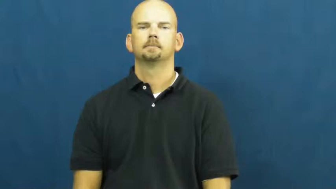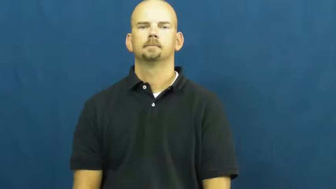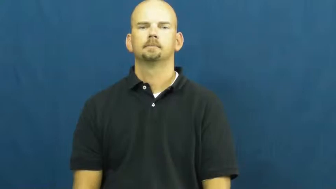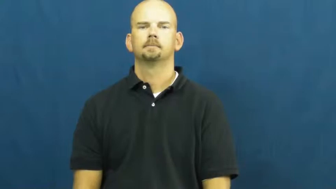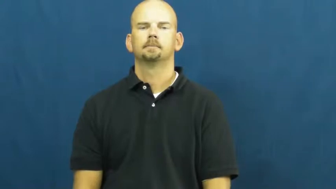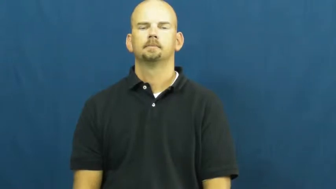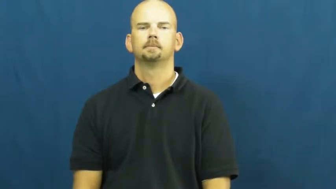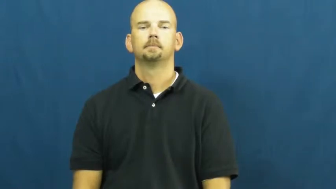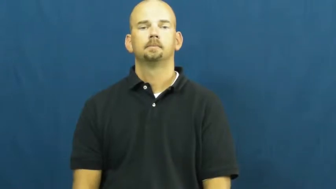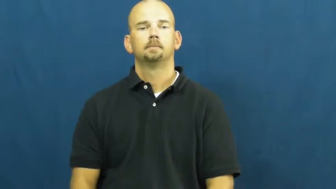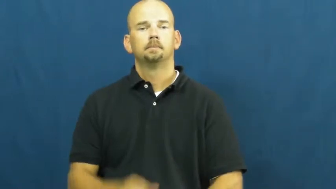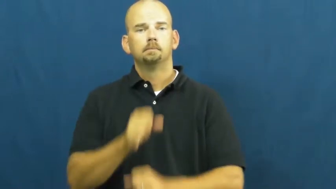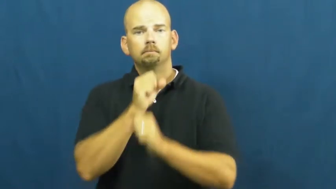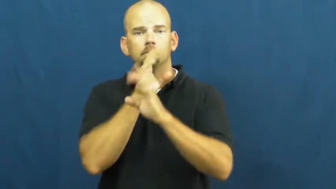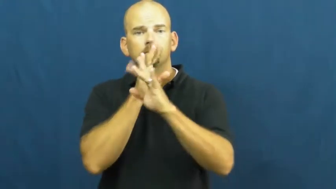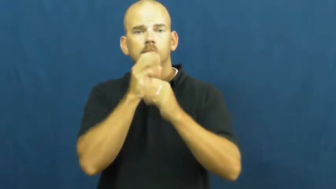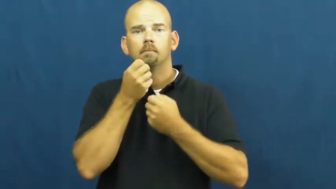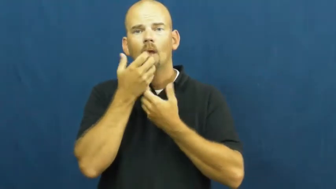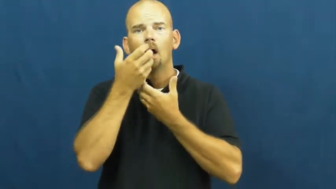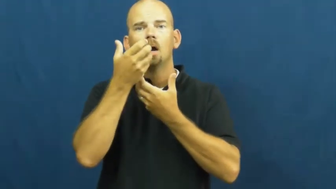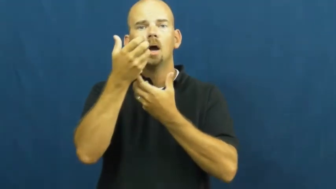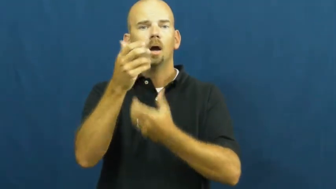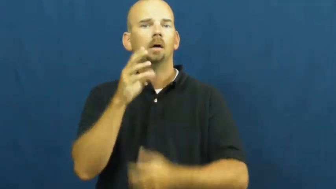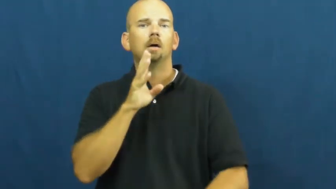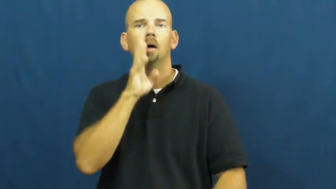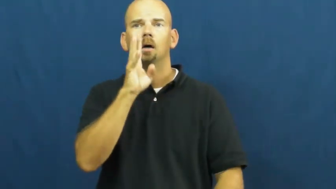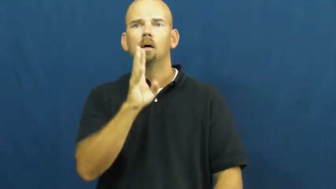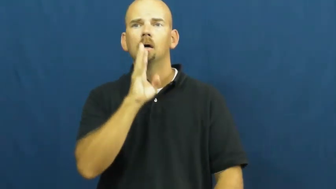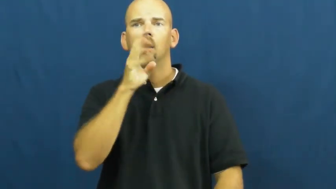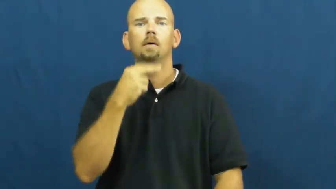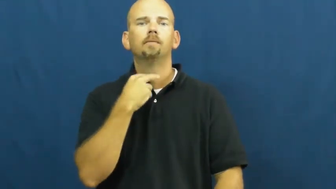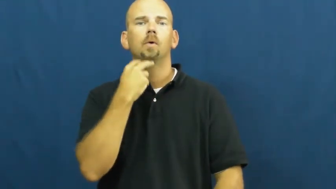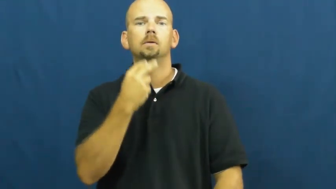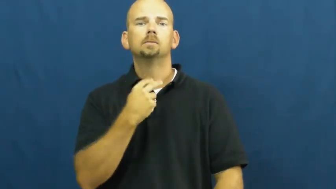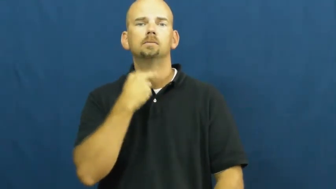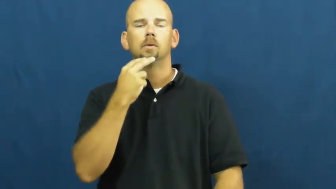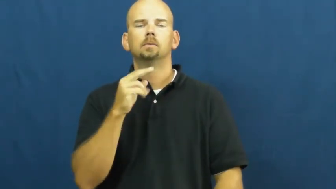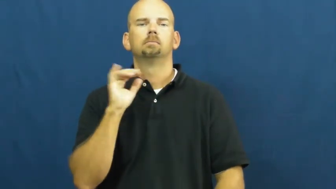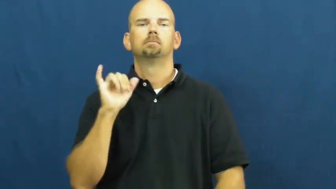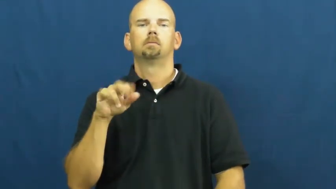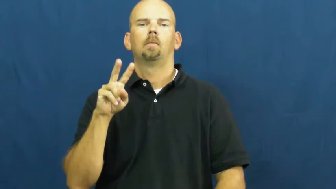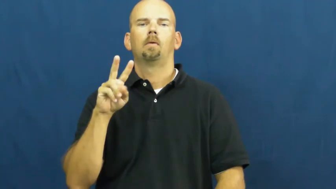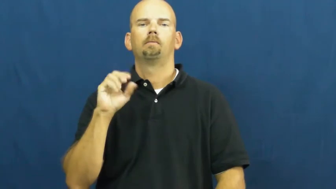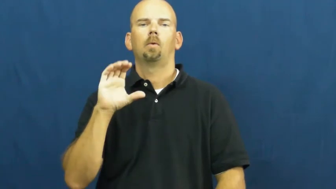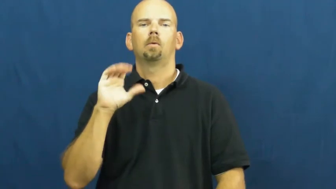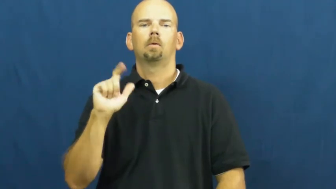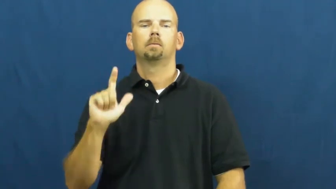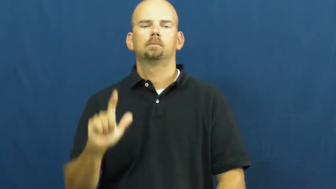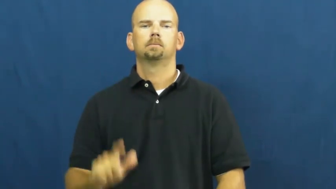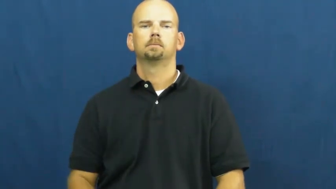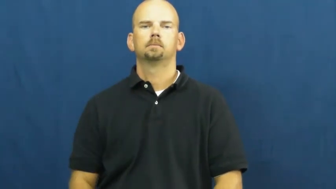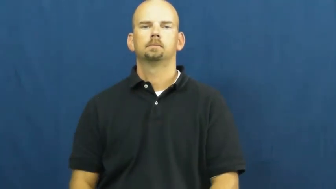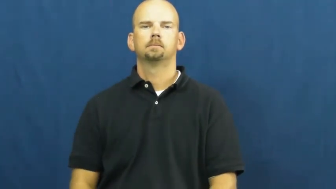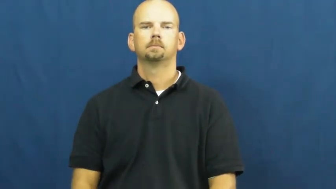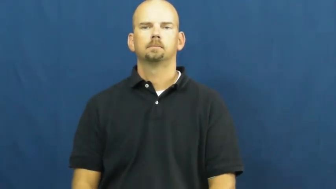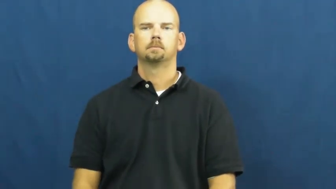vocal